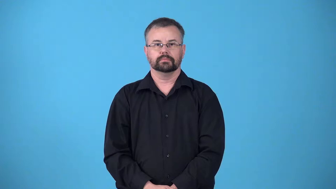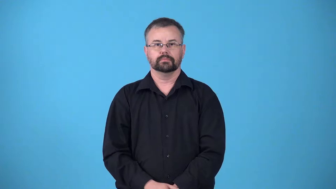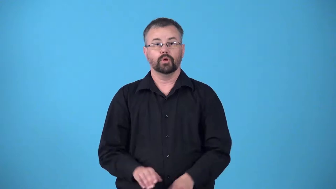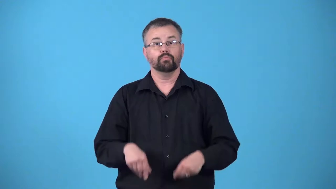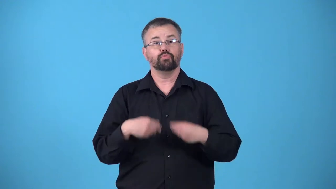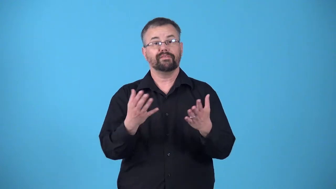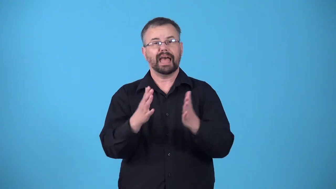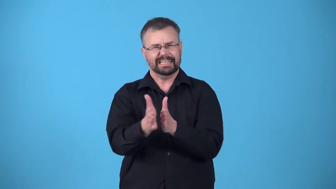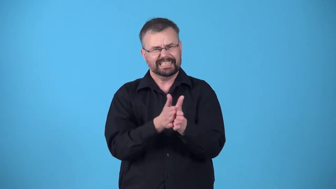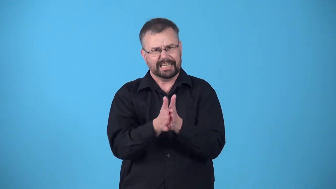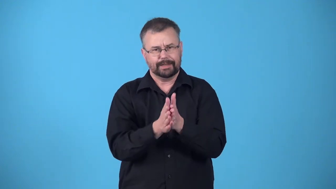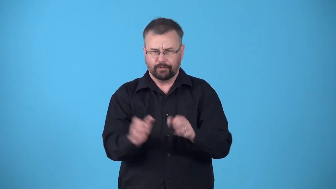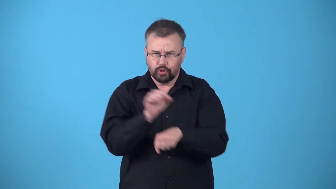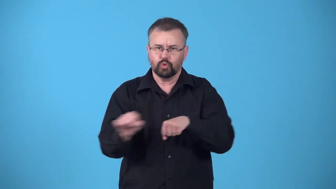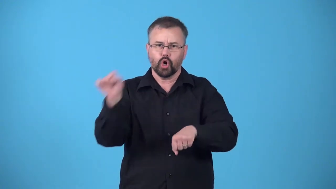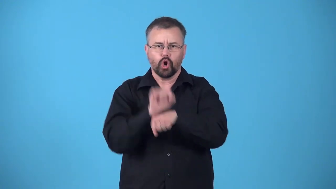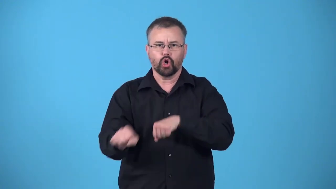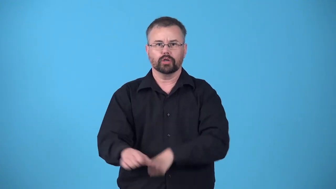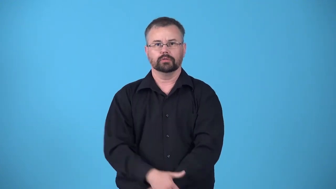incentivize